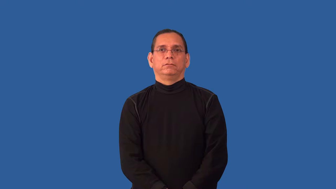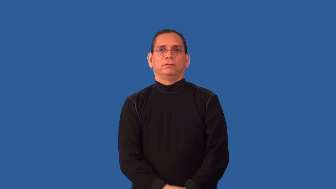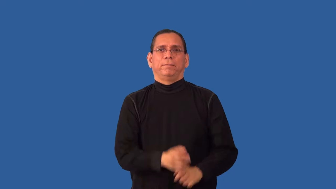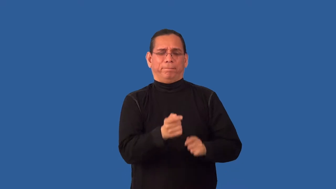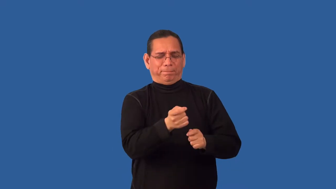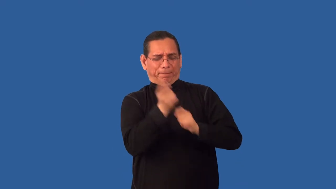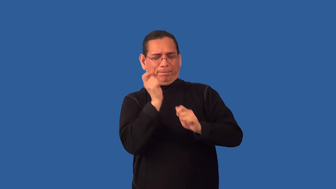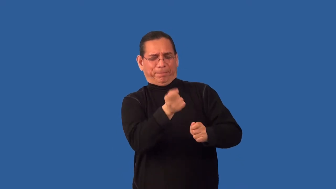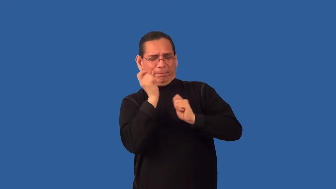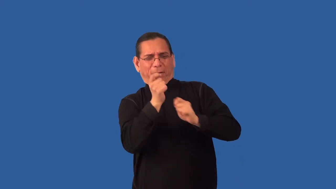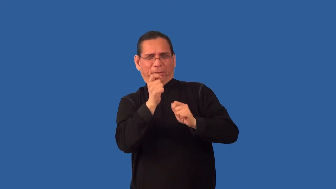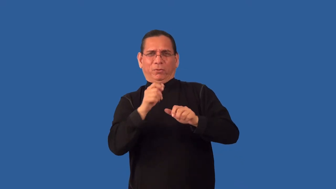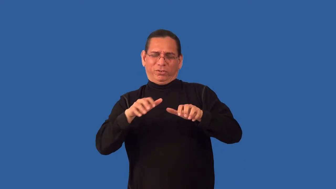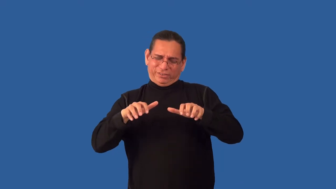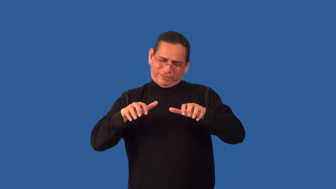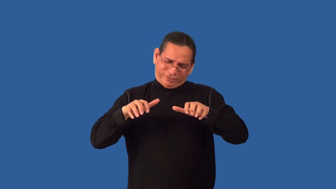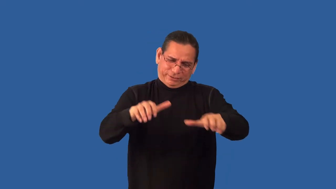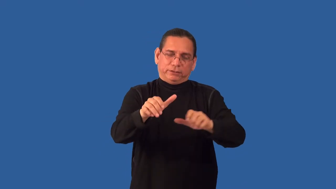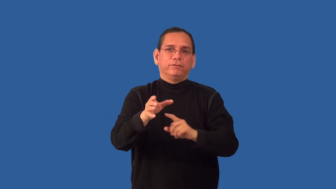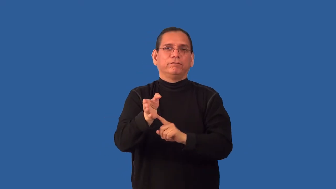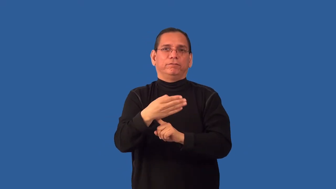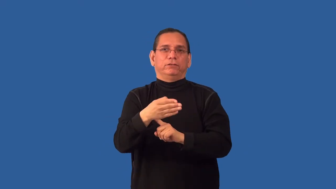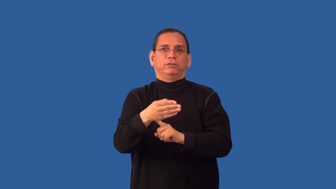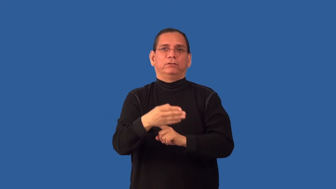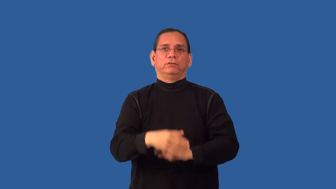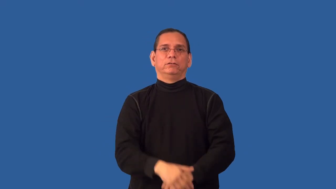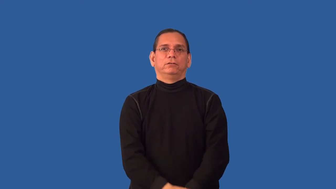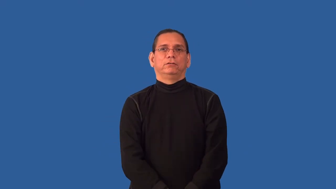overfish